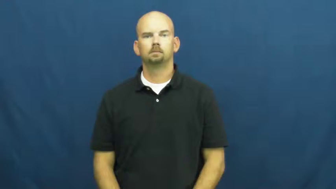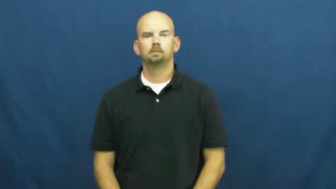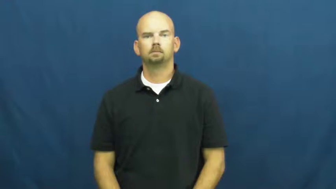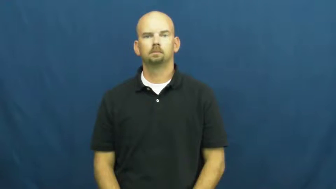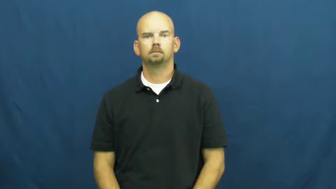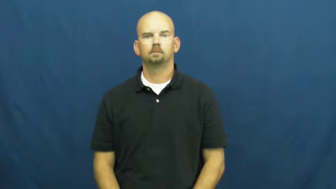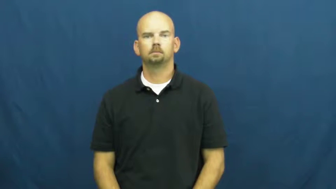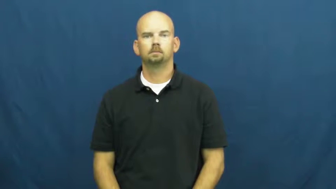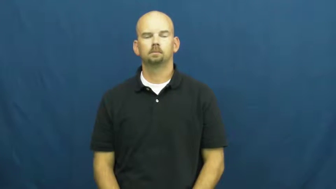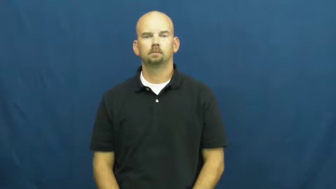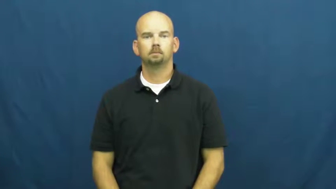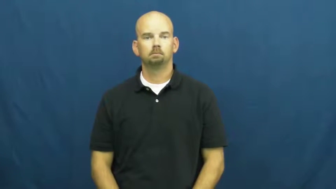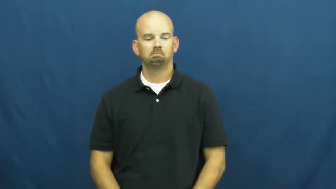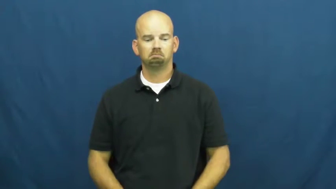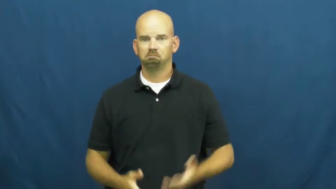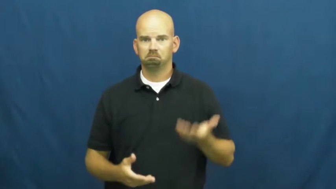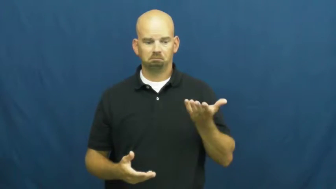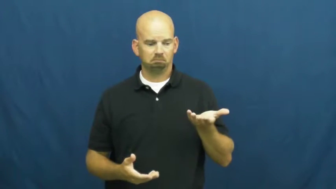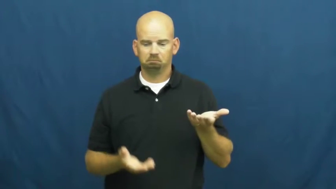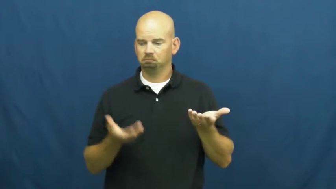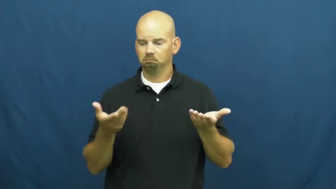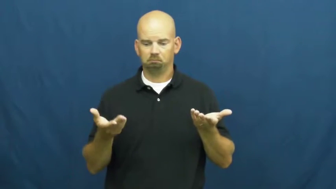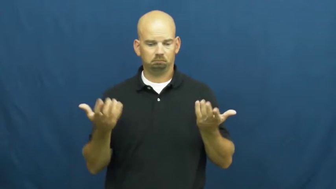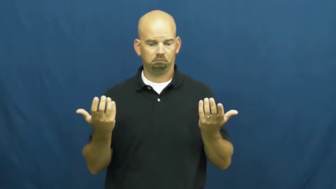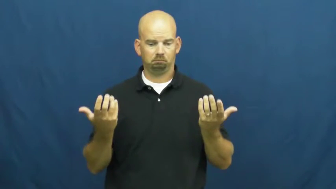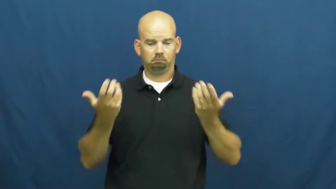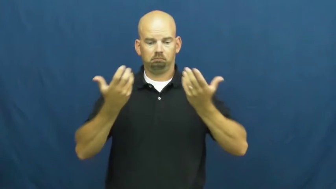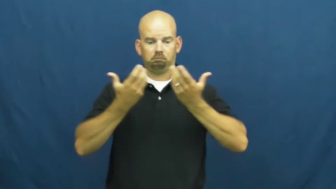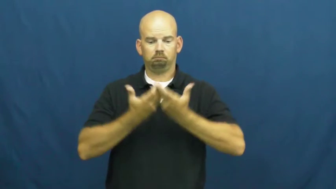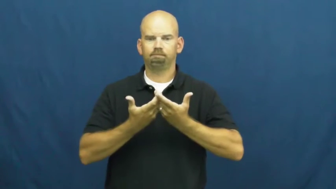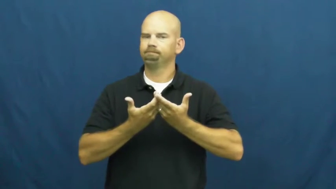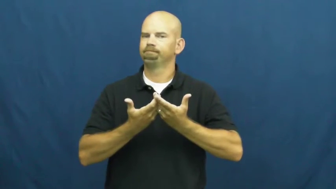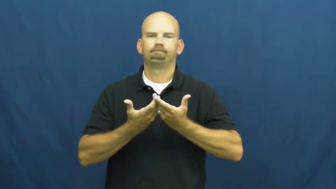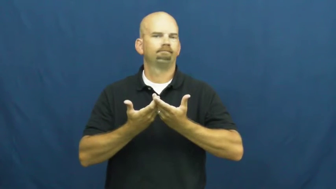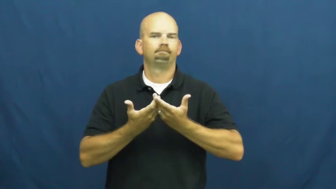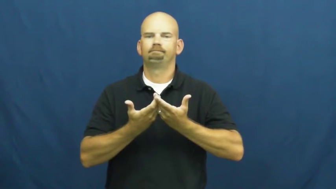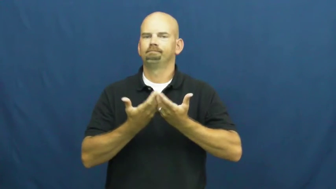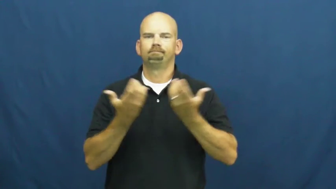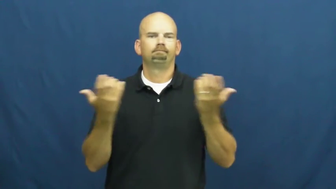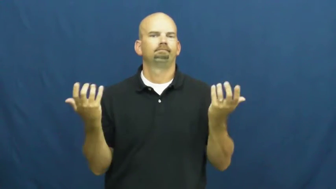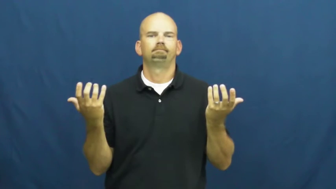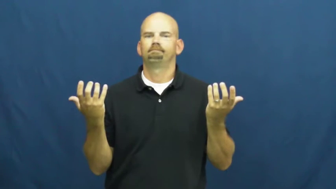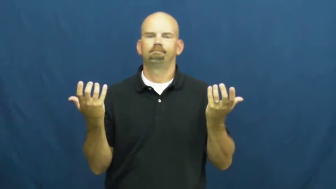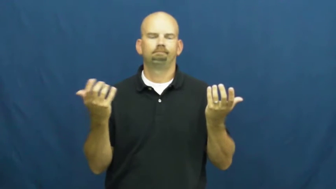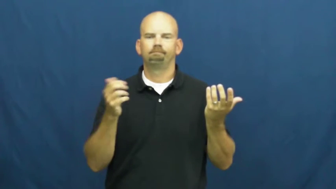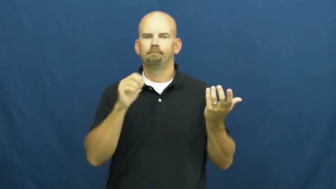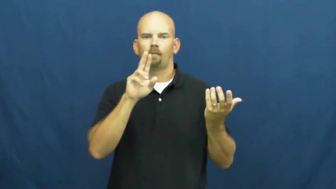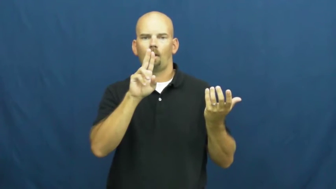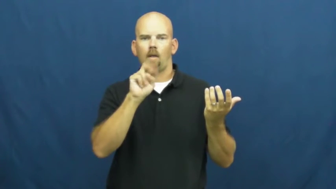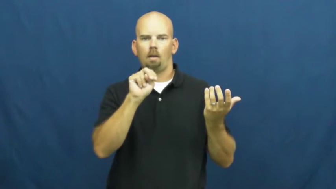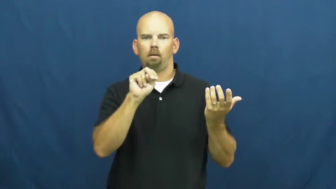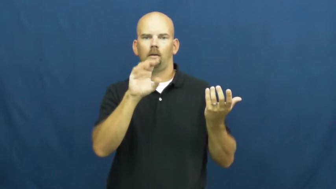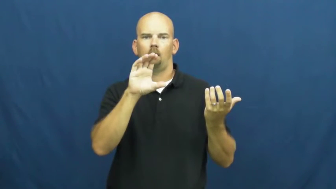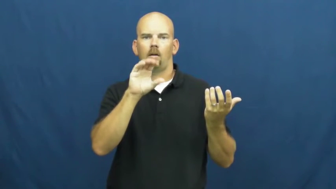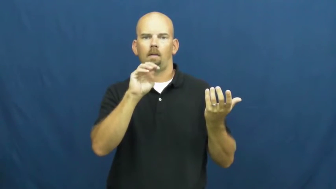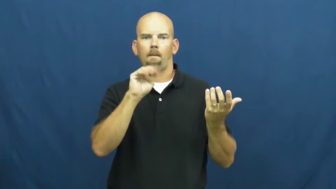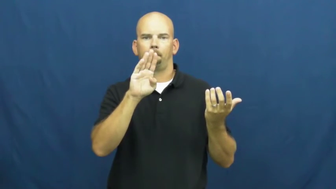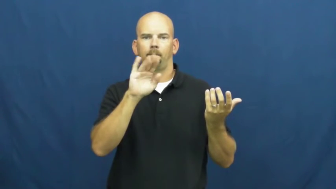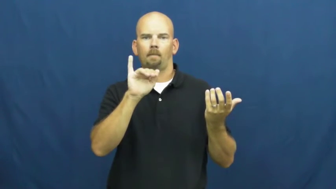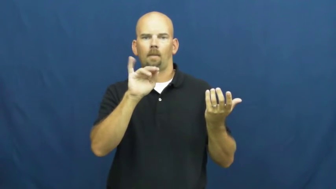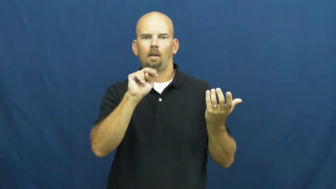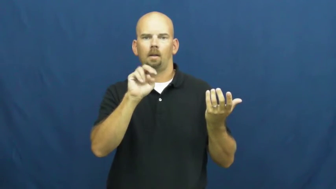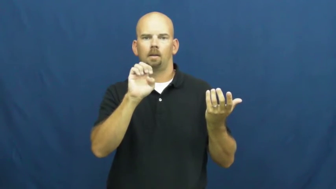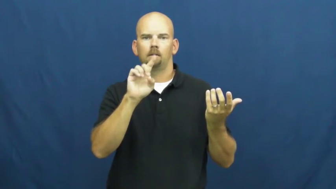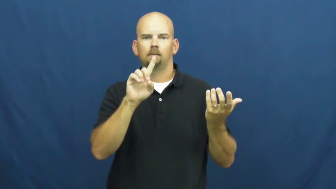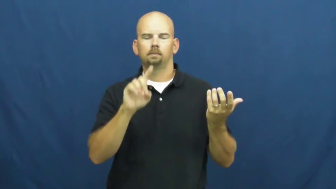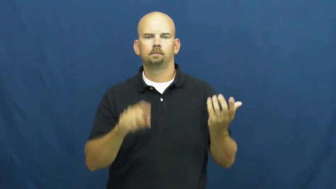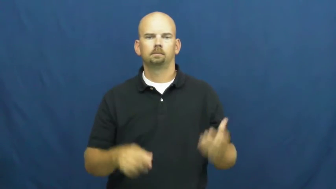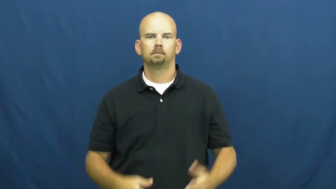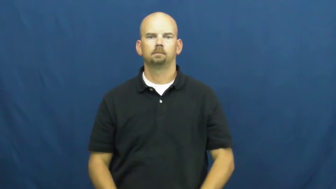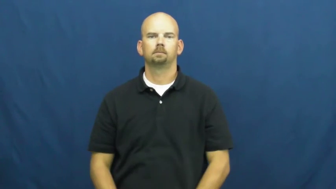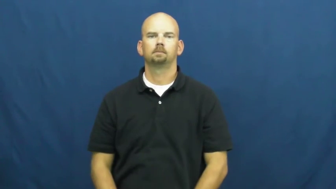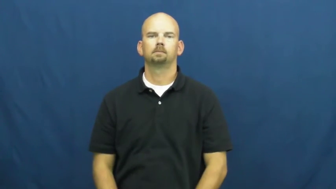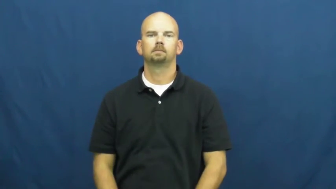uncombined